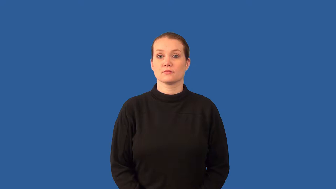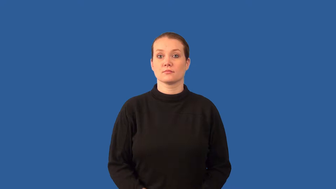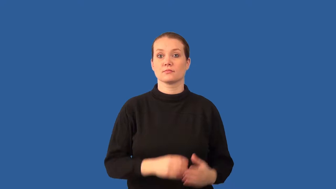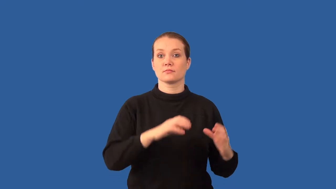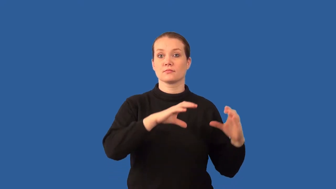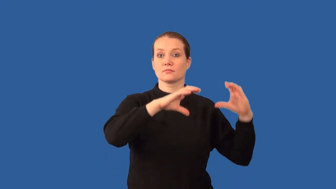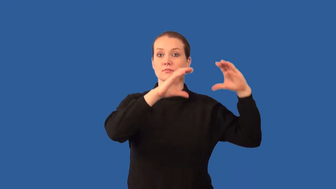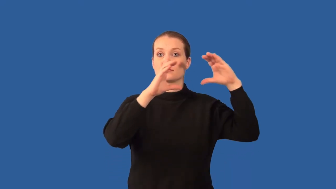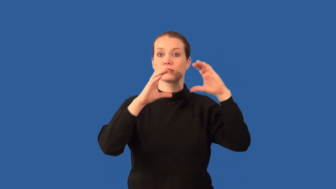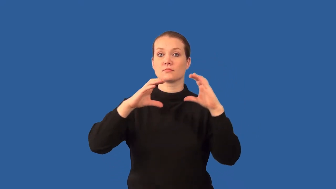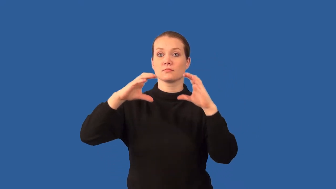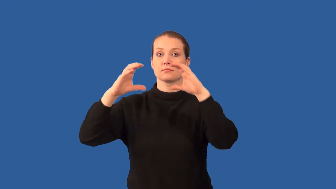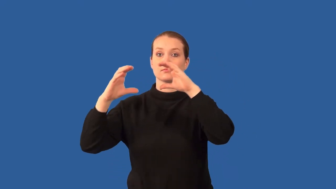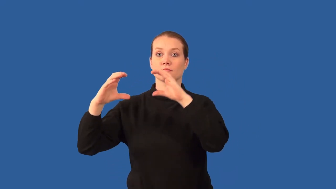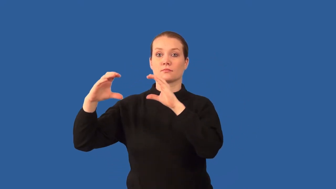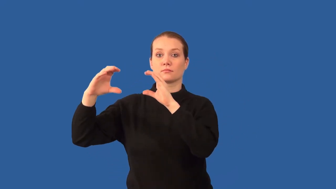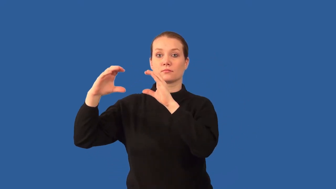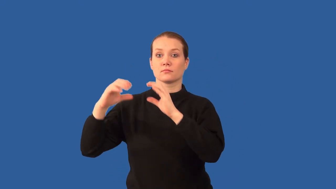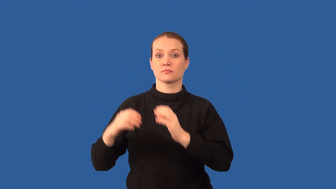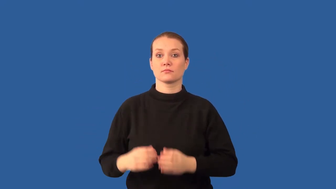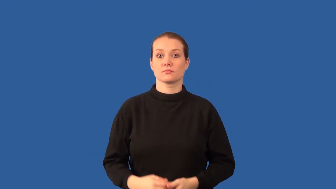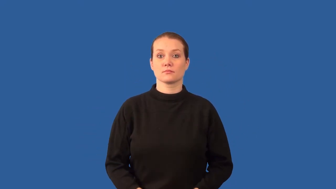buoyancy